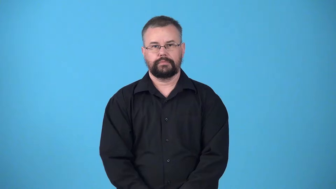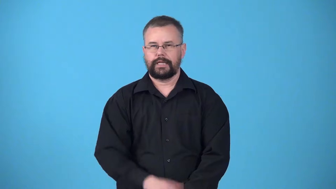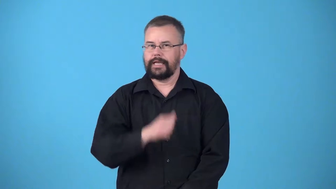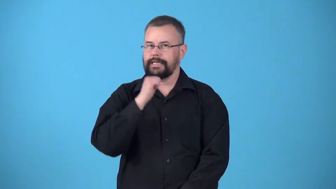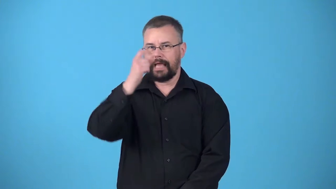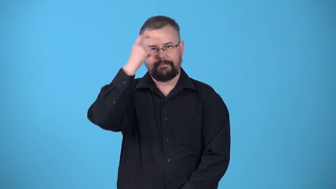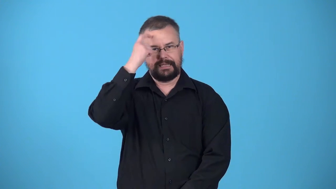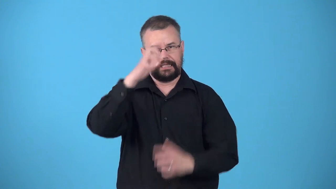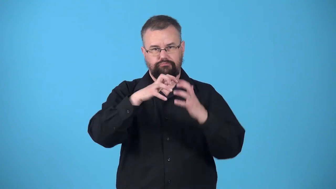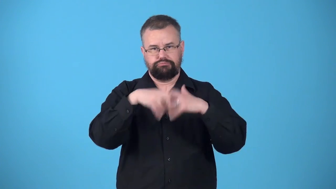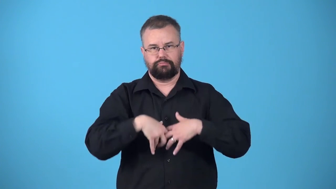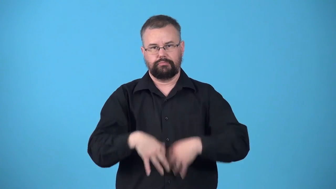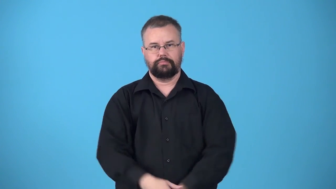unbroken-not mentally collapsed